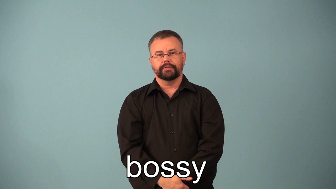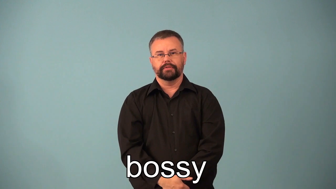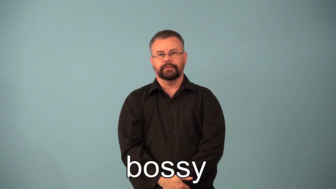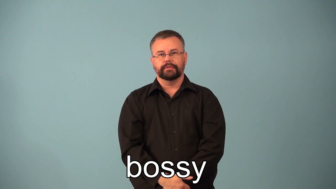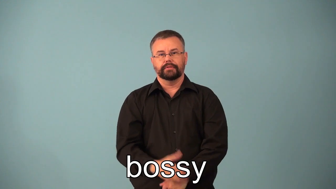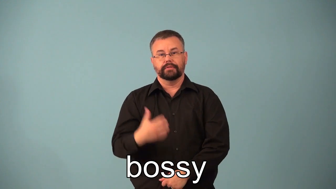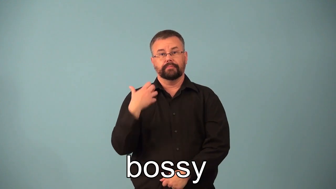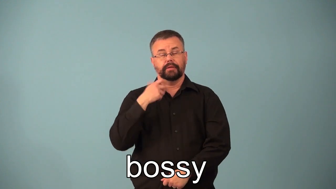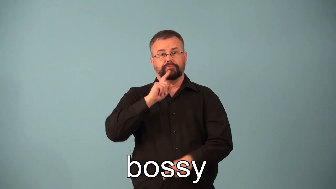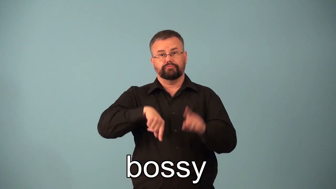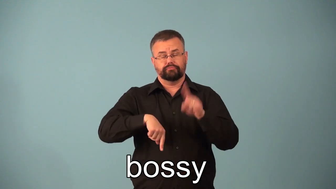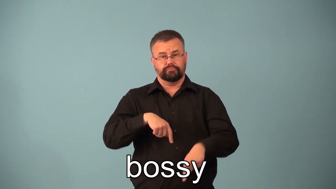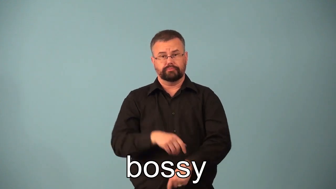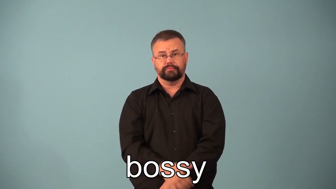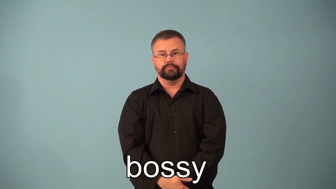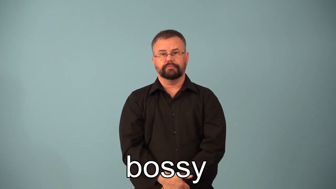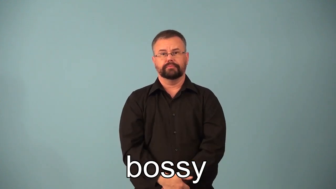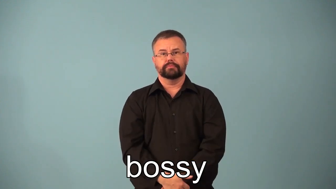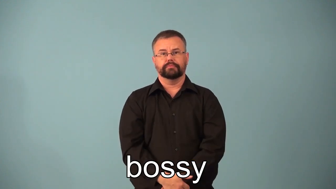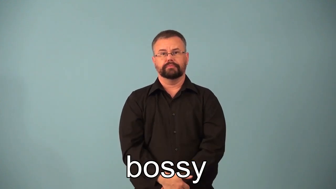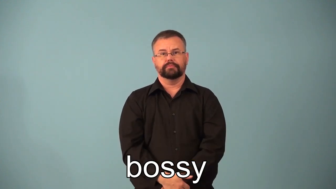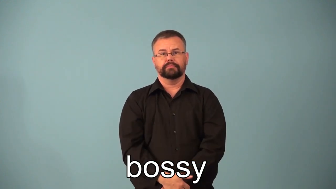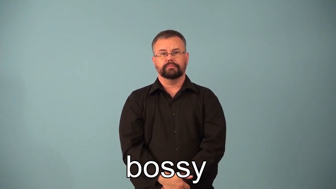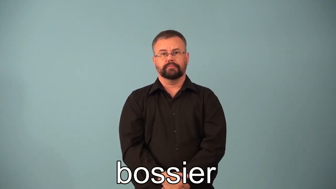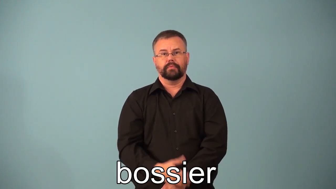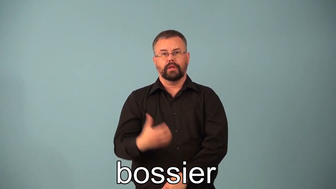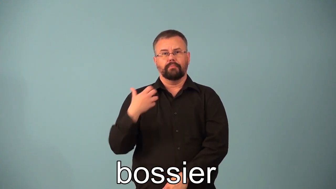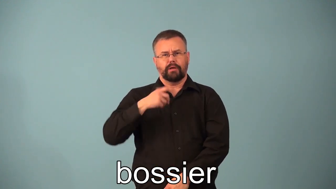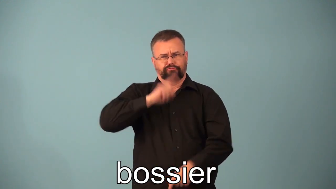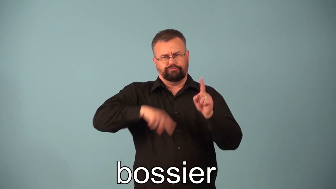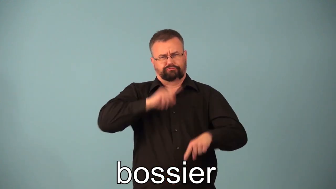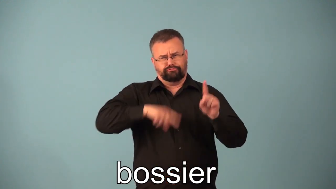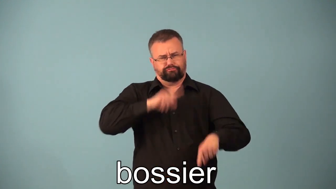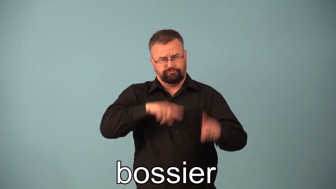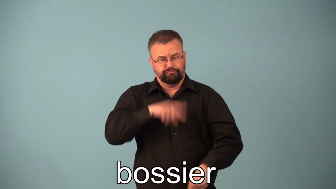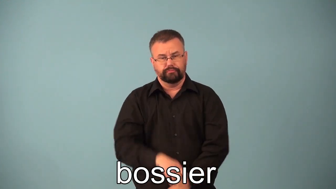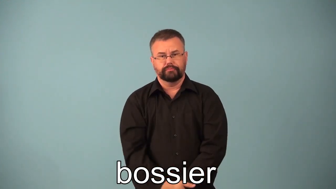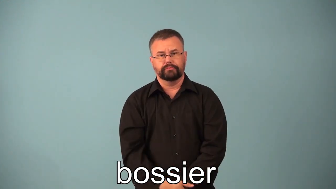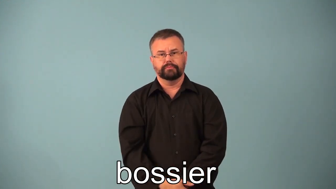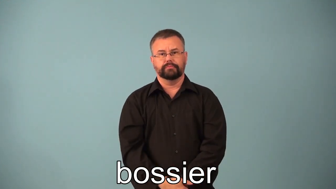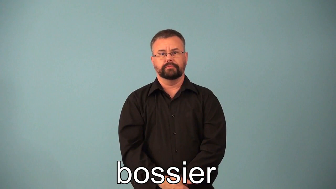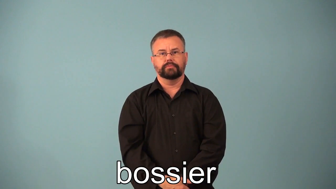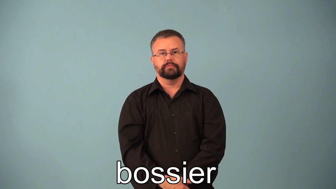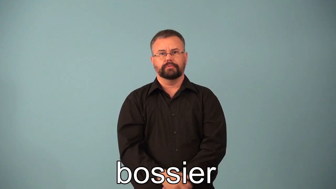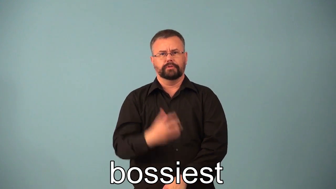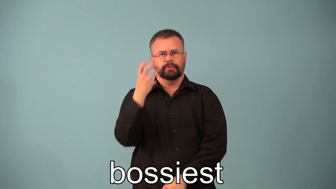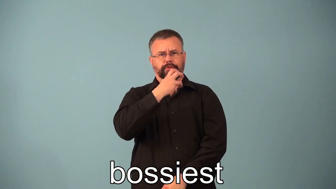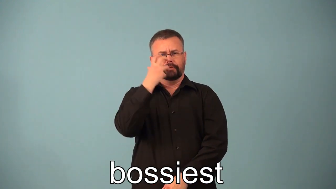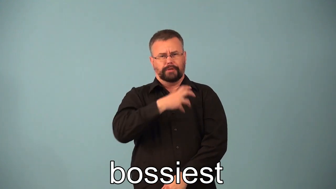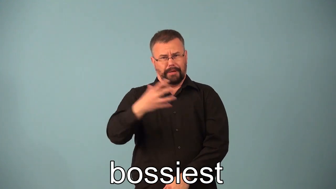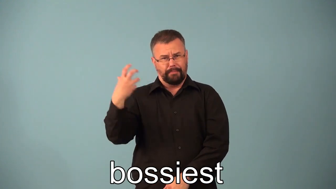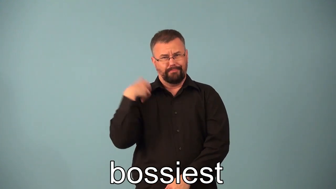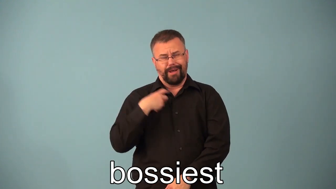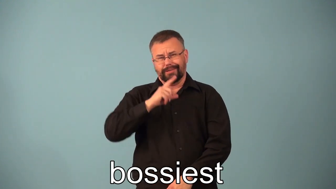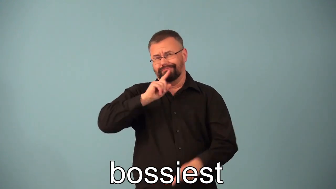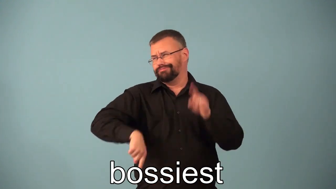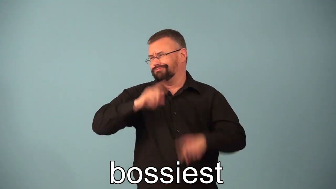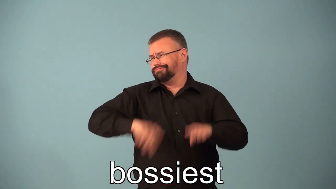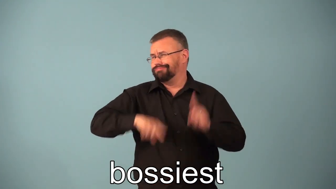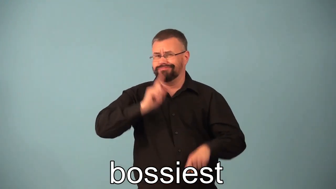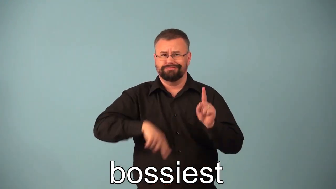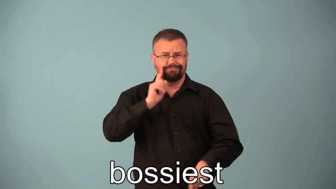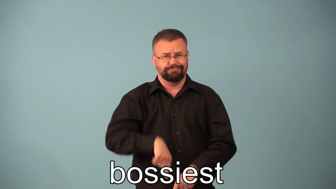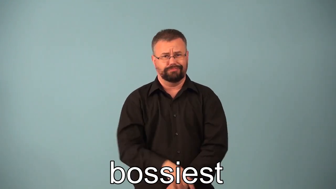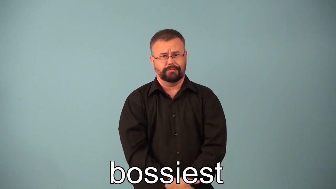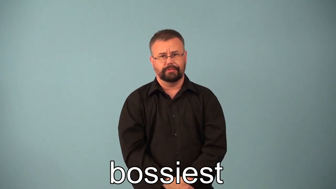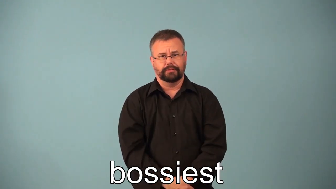bossier,bossiest